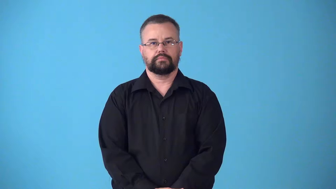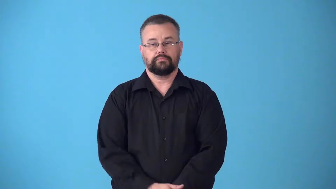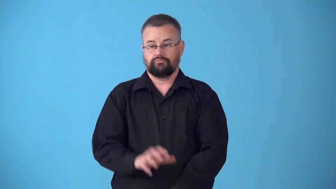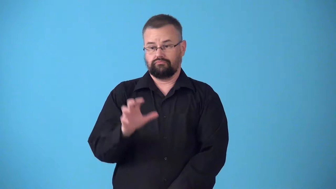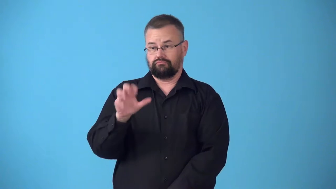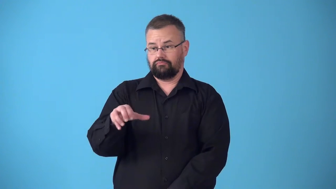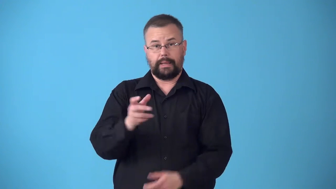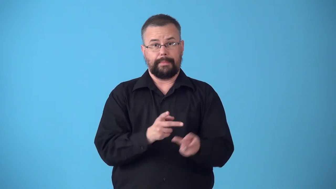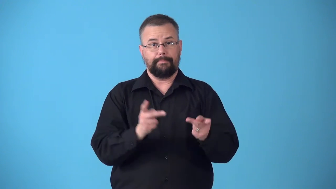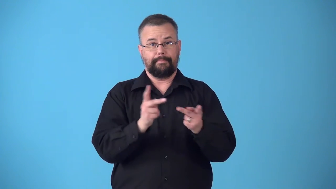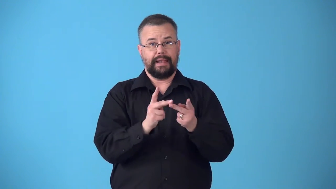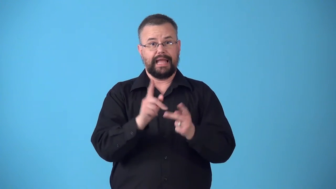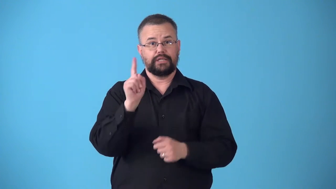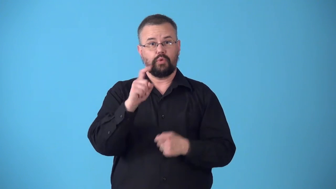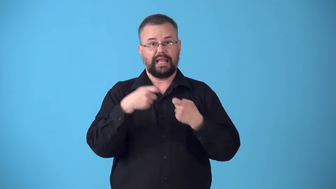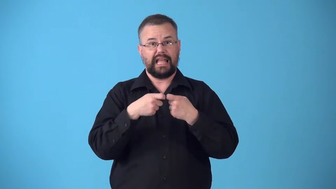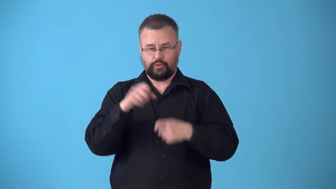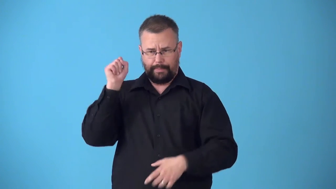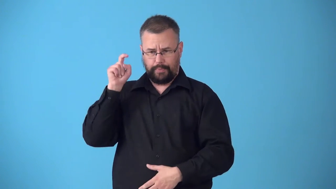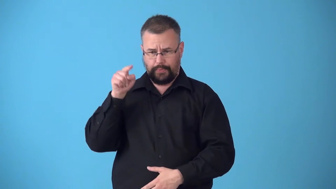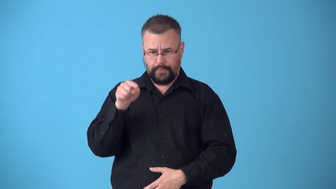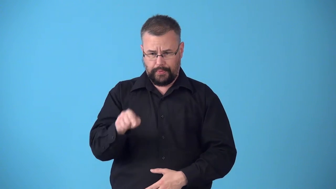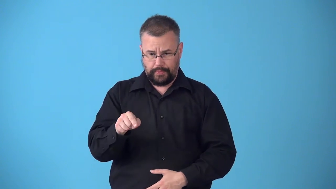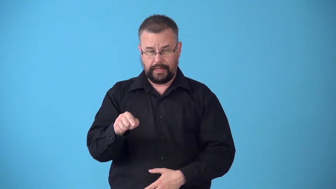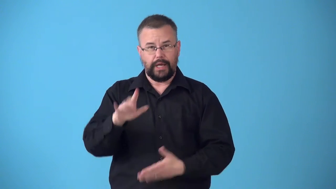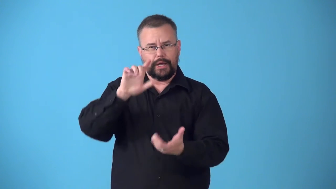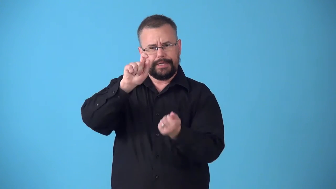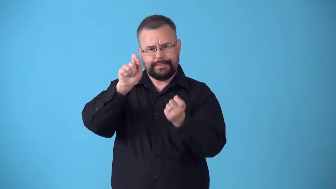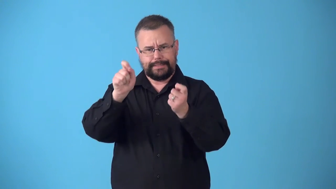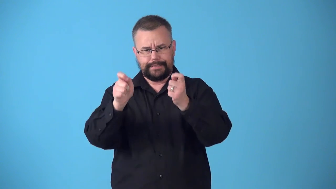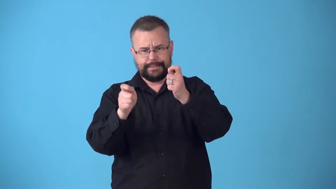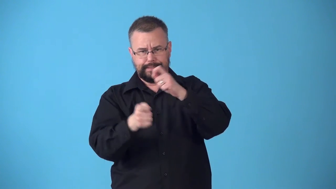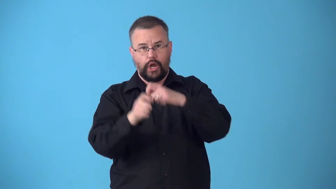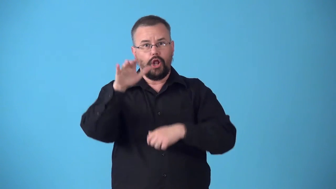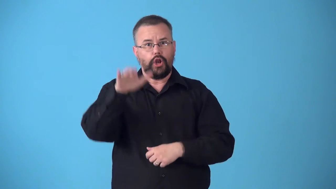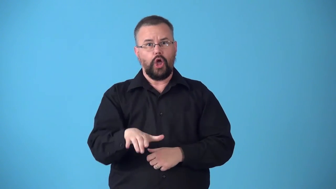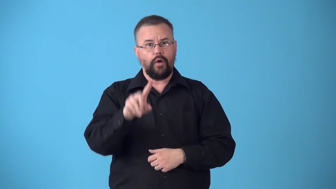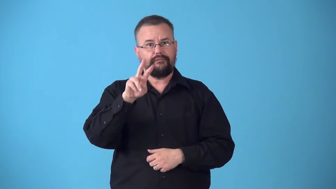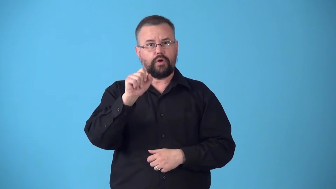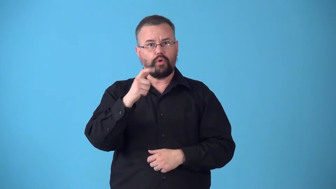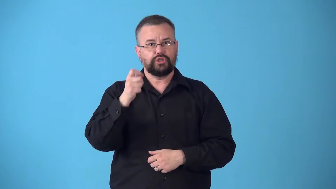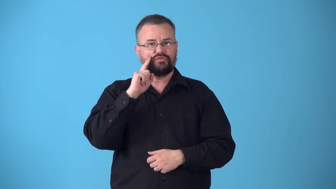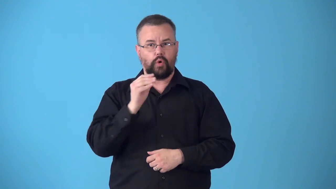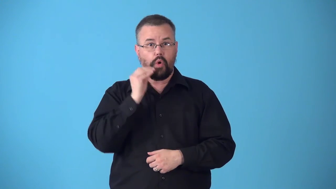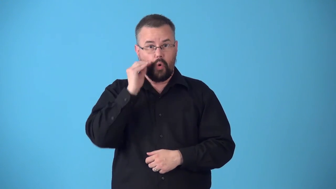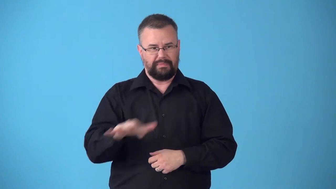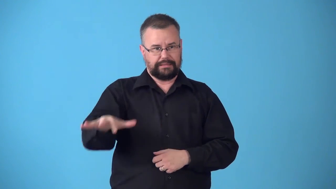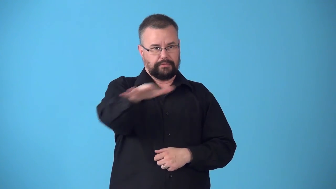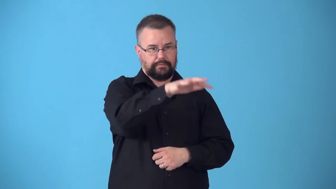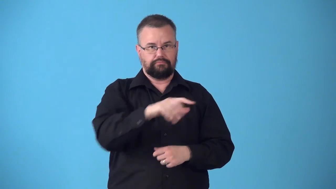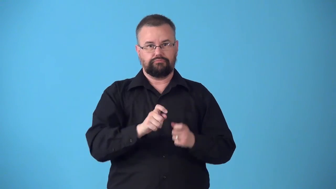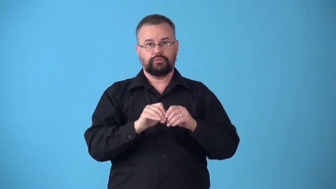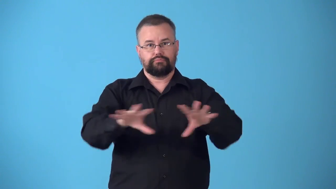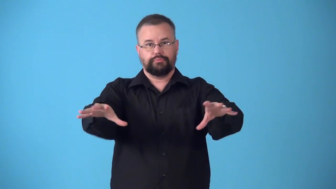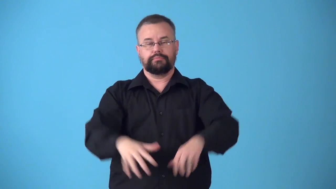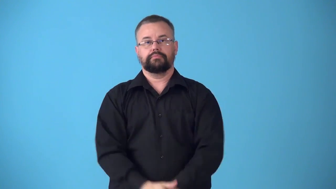substation